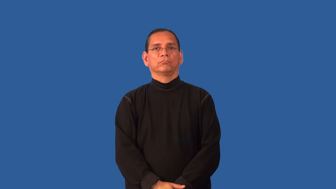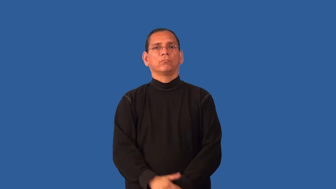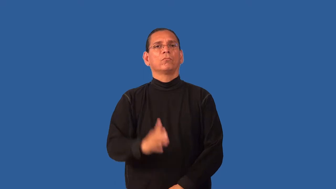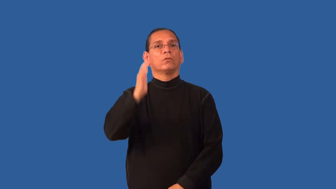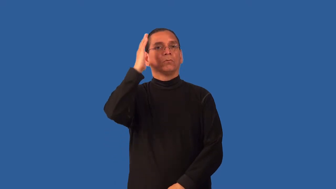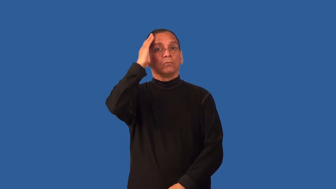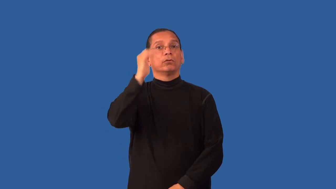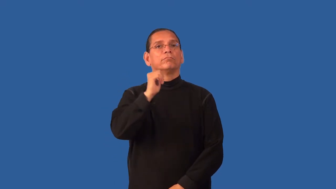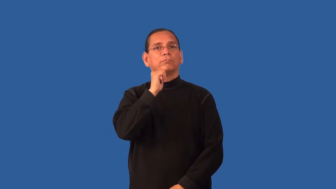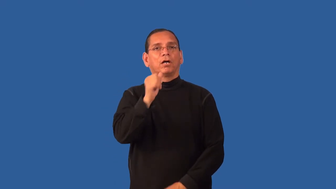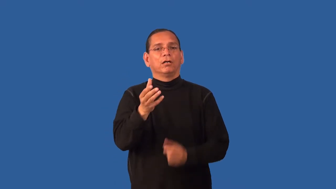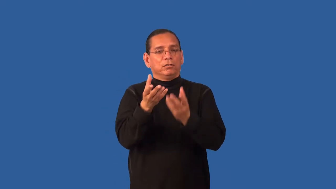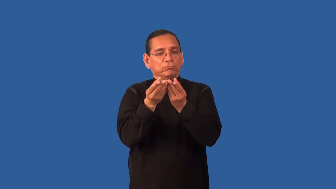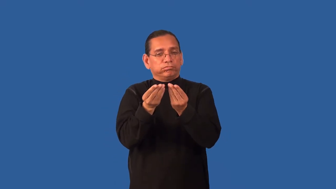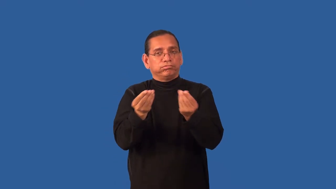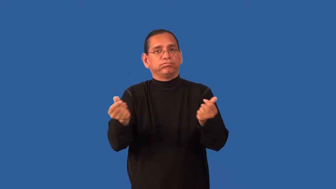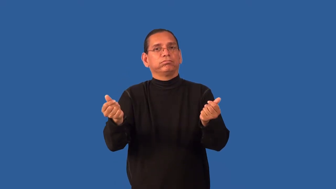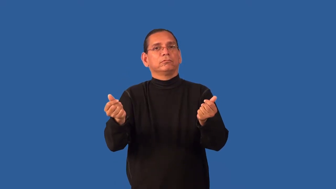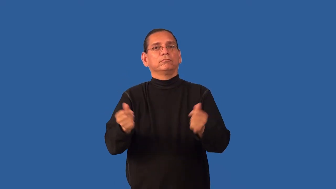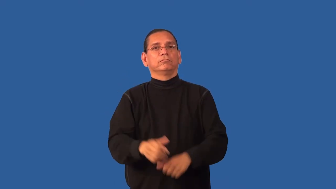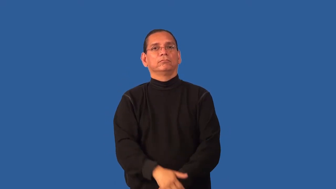fadeless